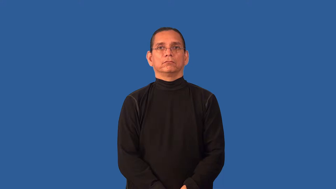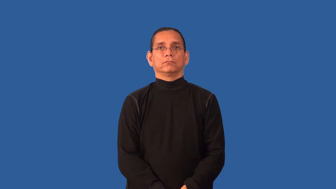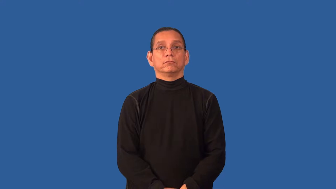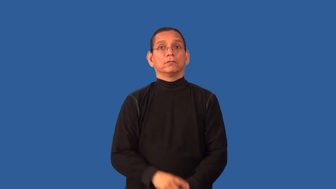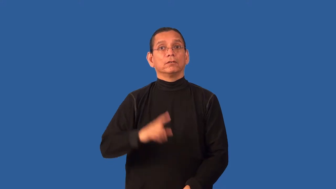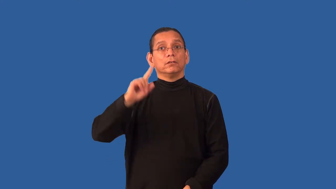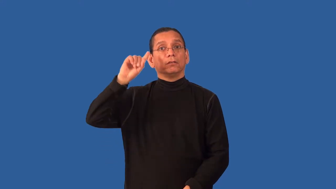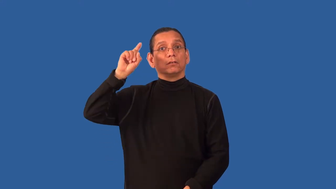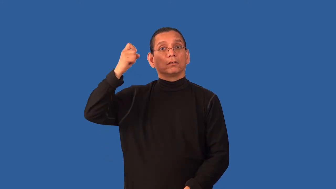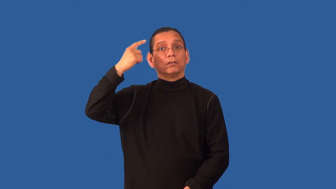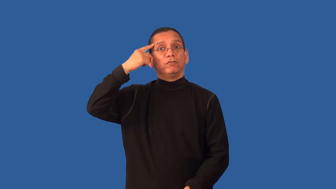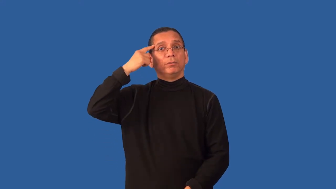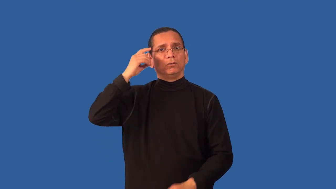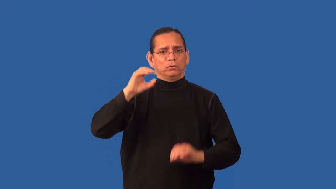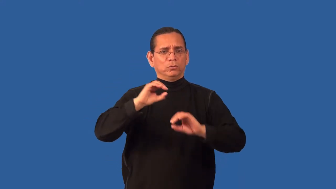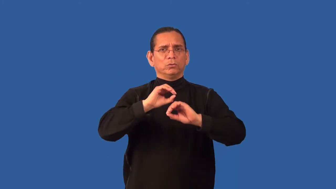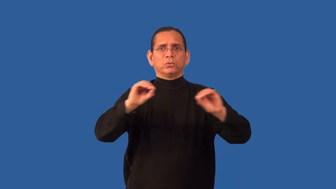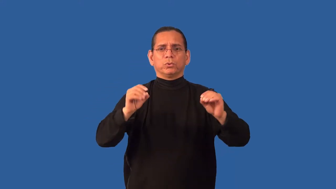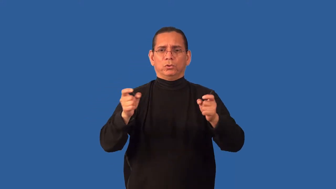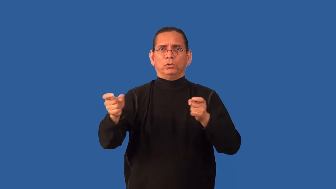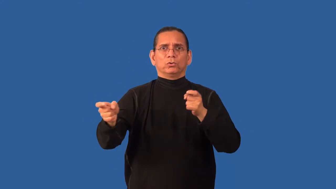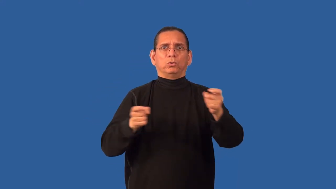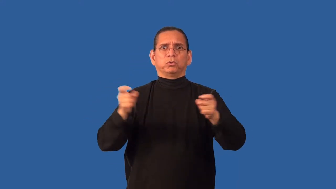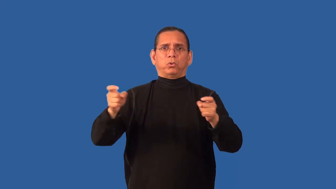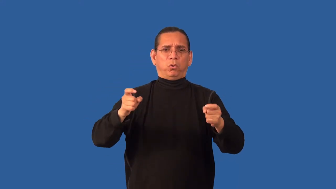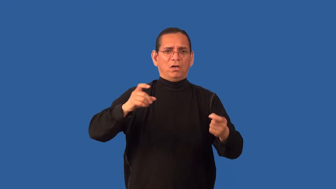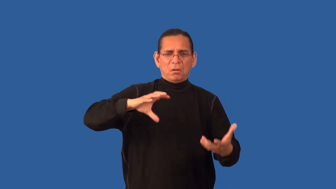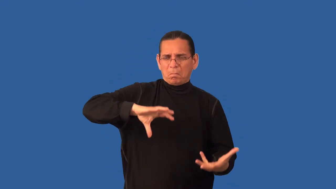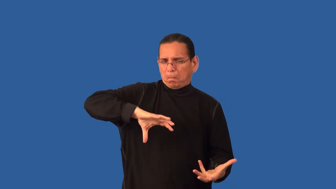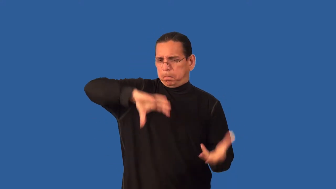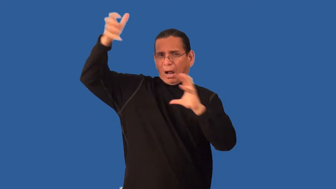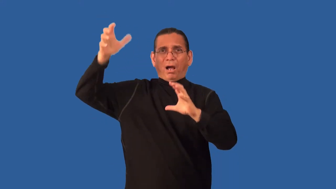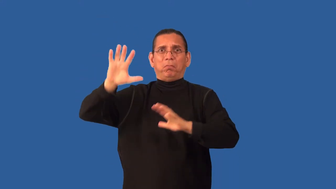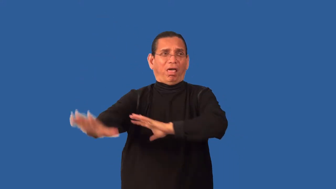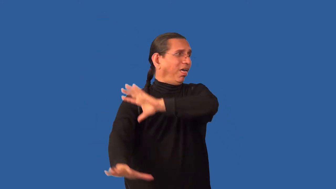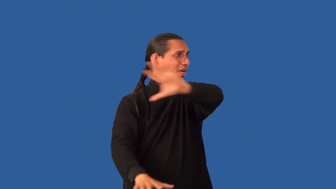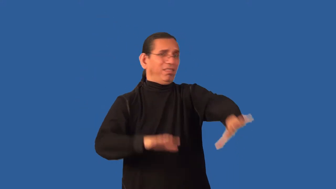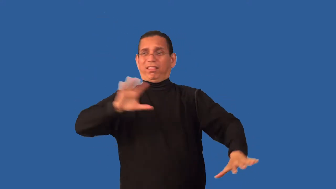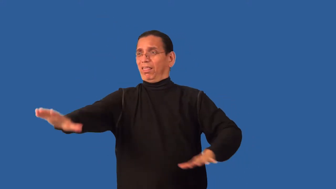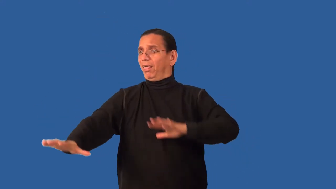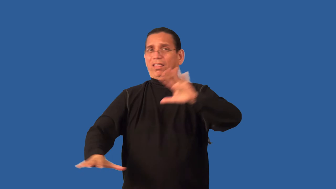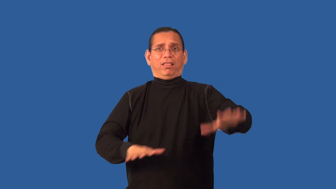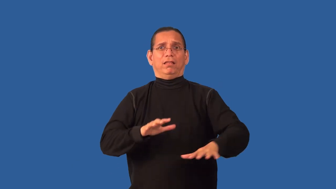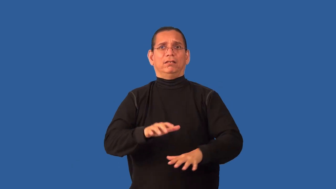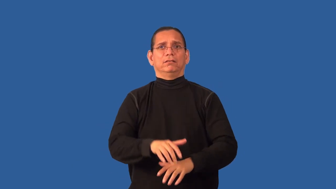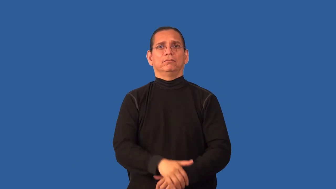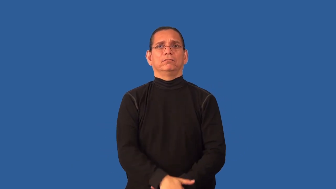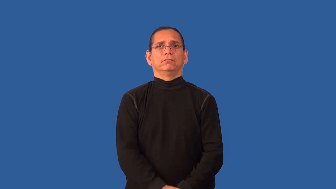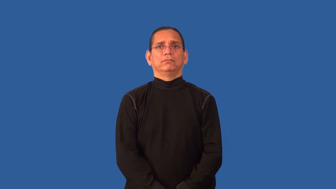anarchy